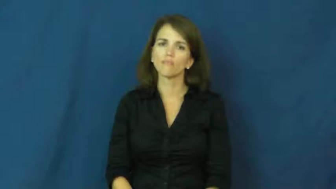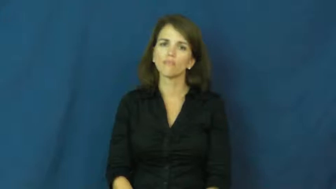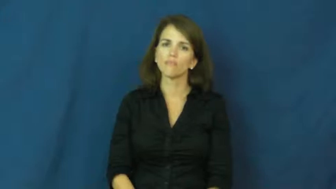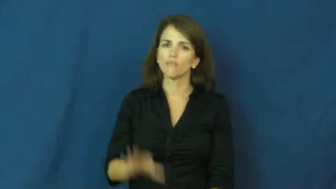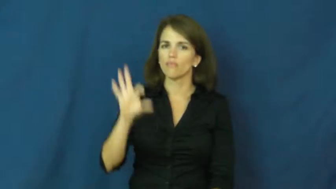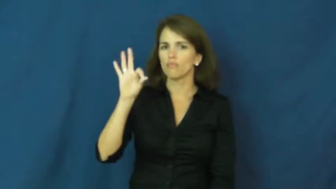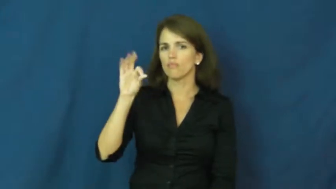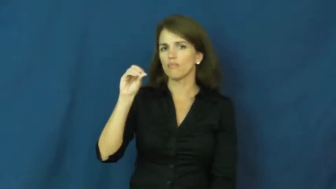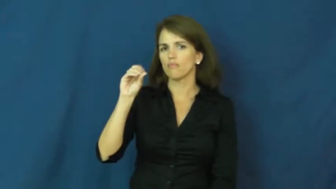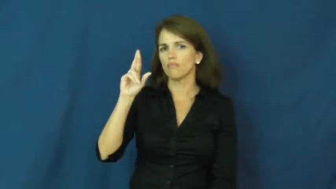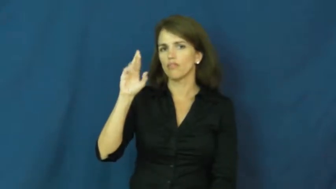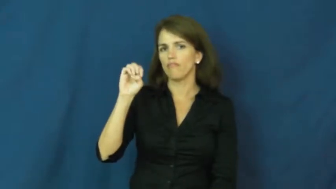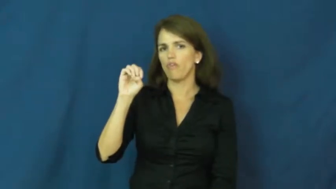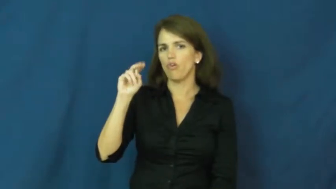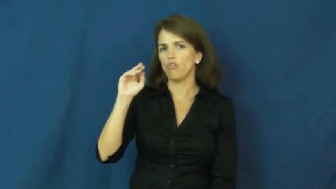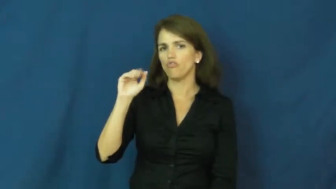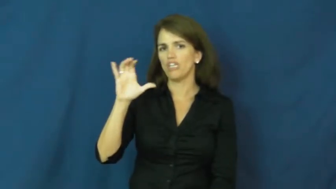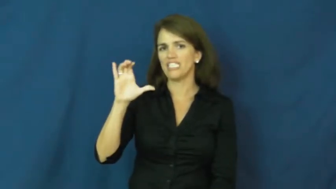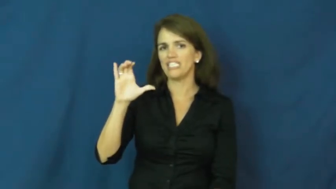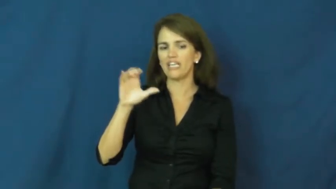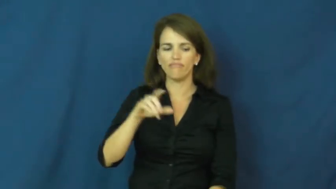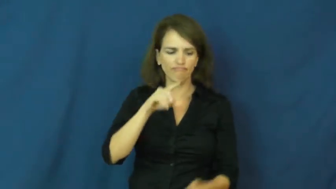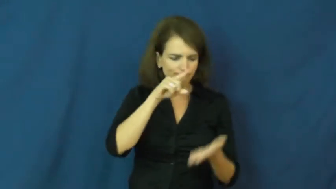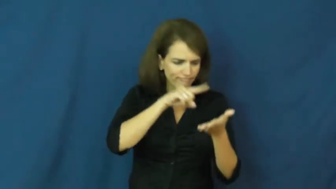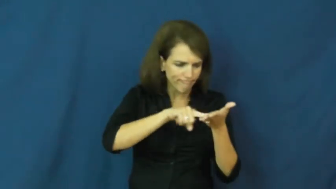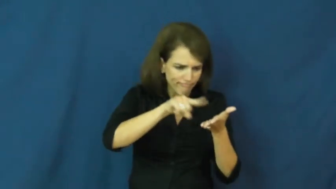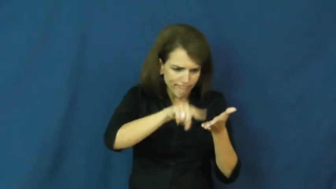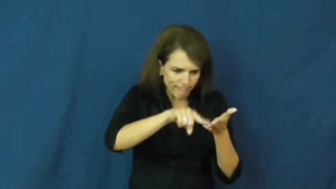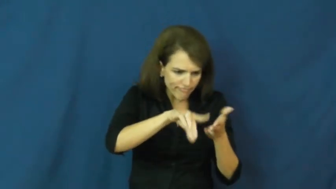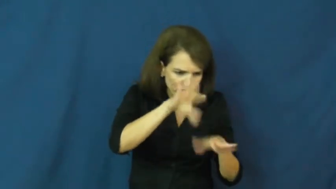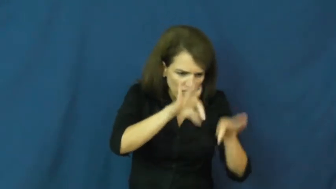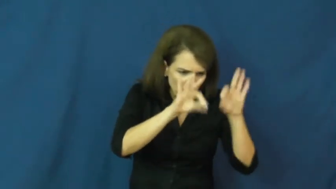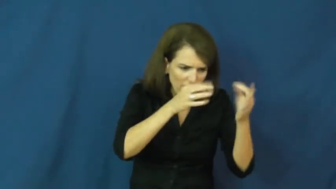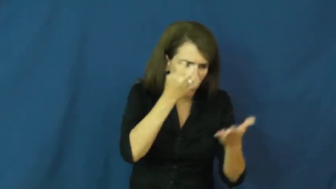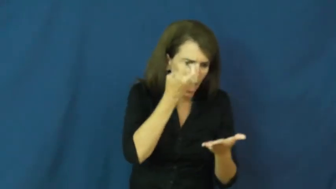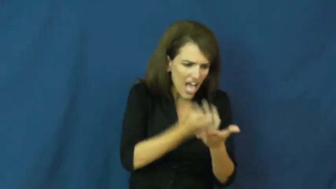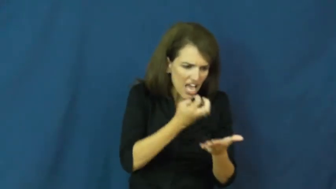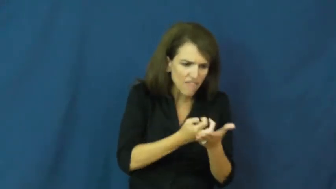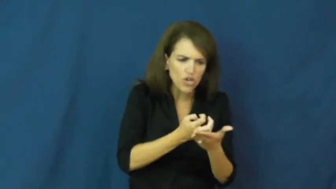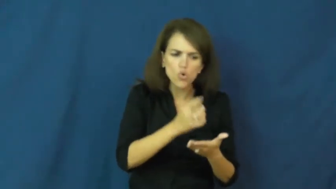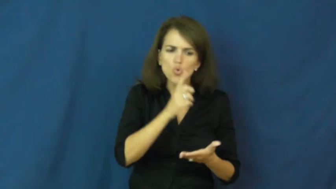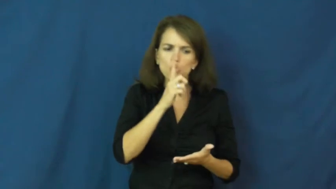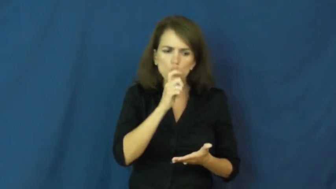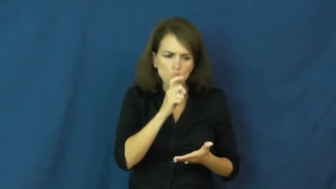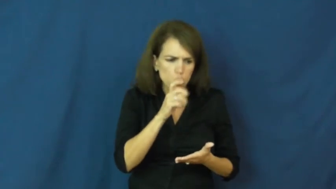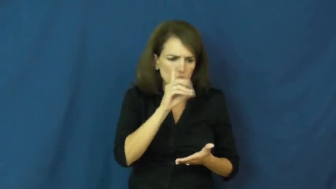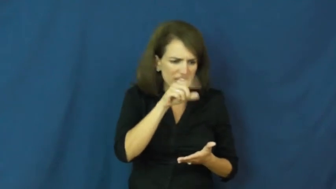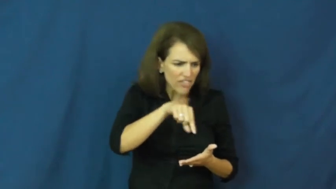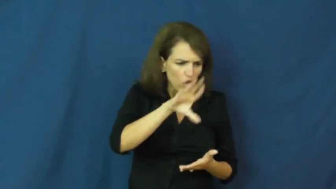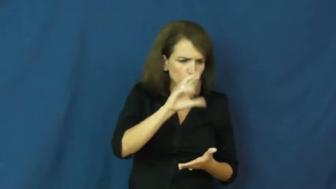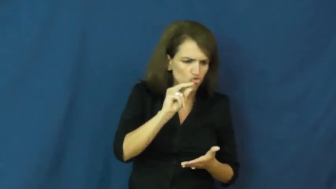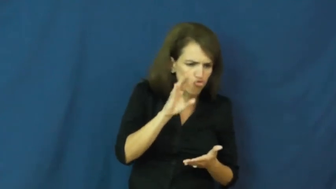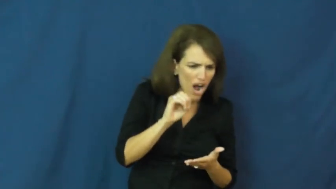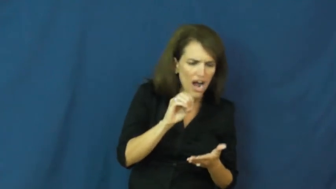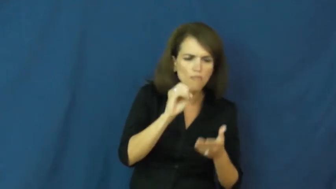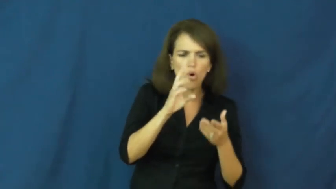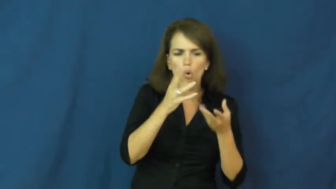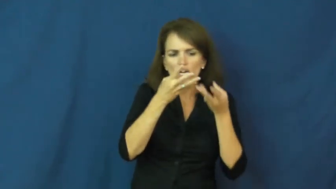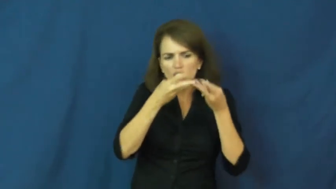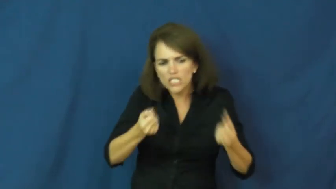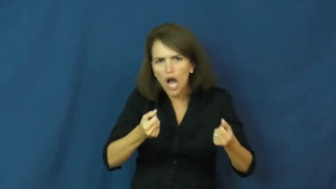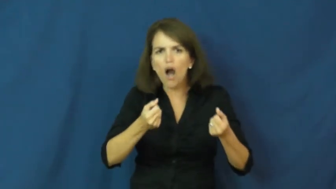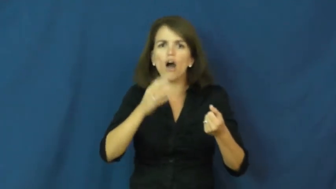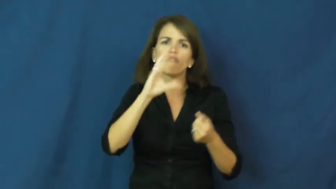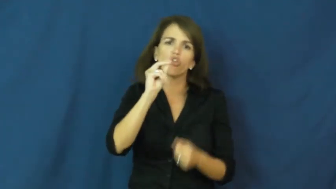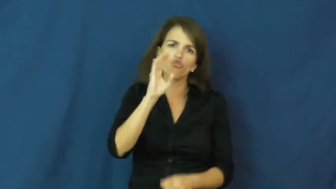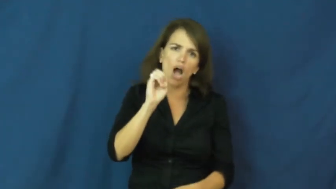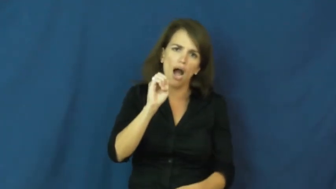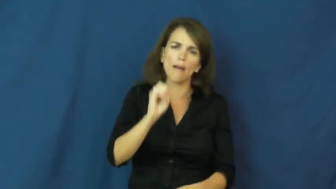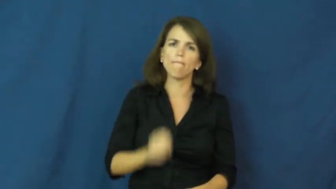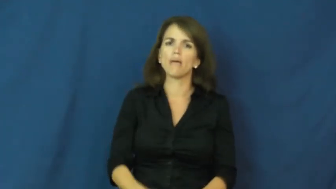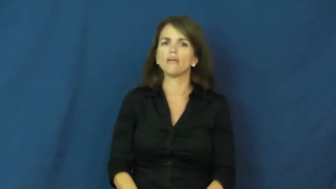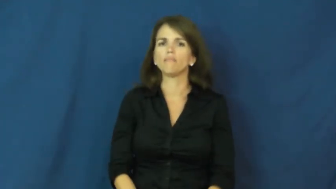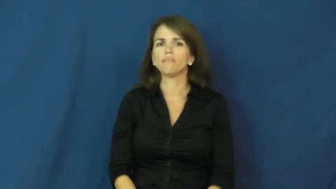forensic